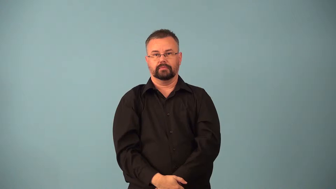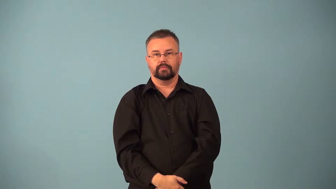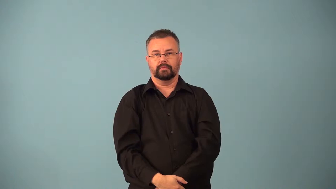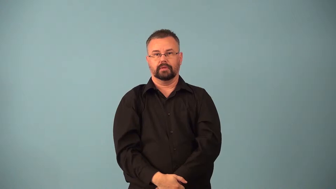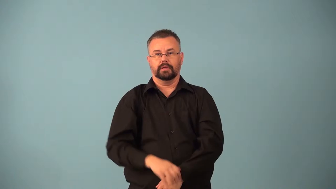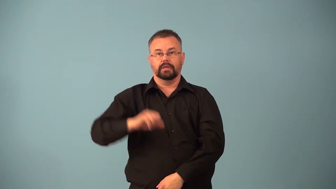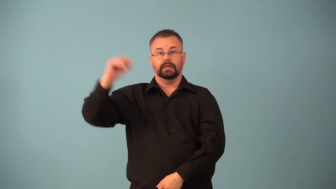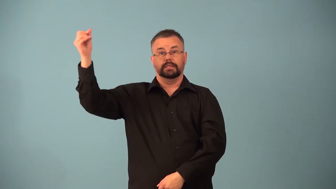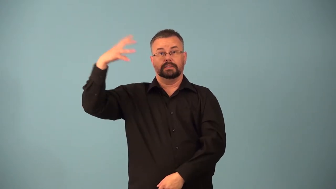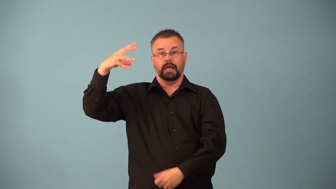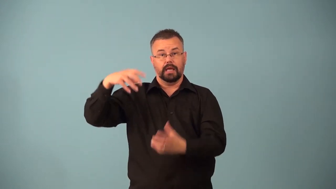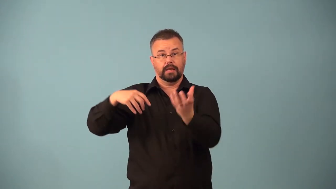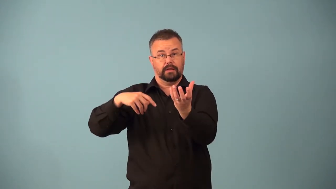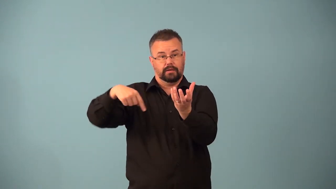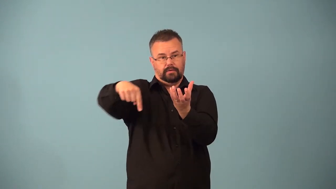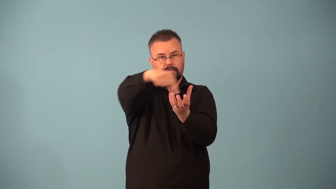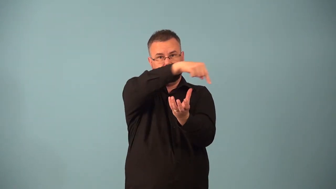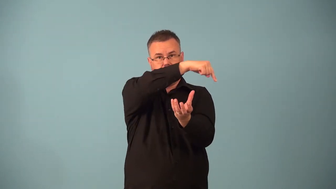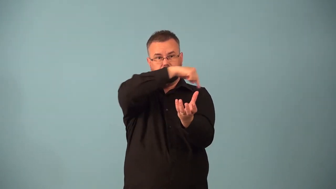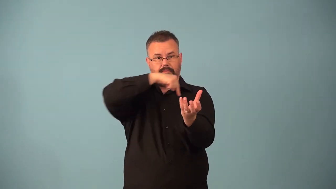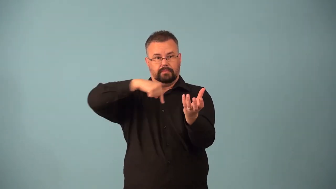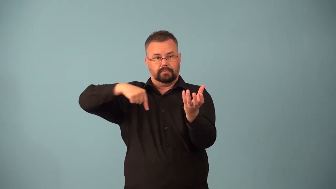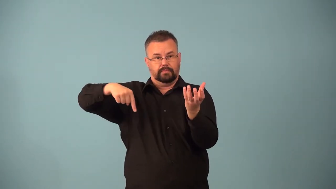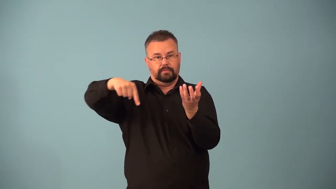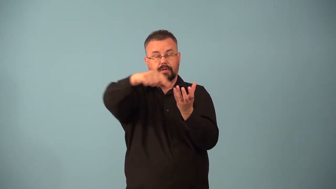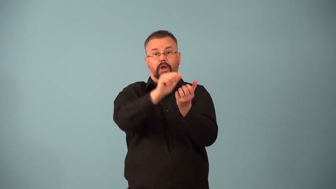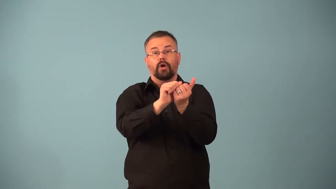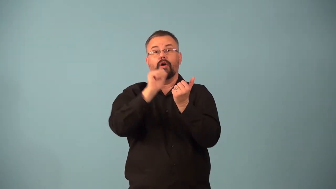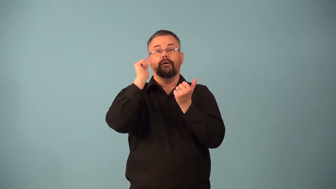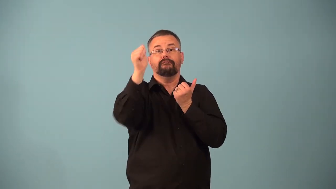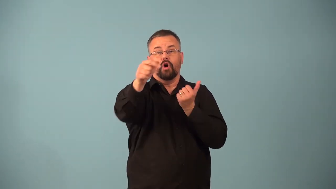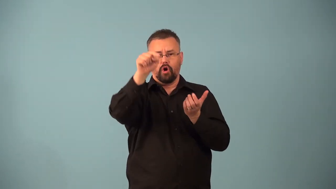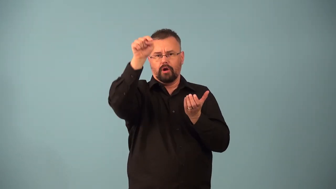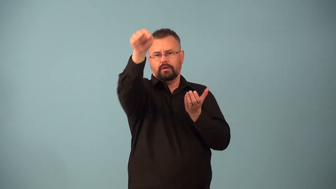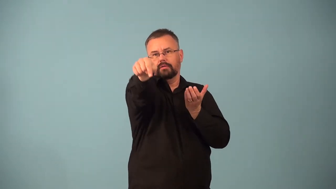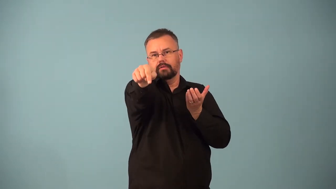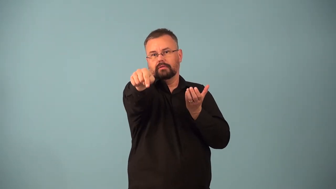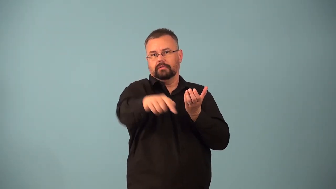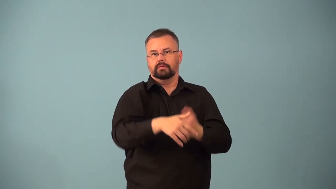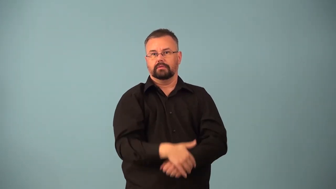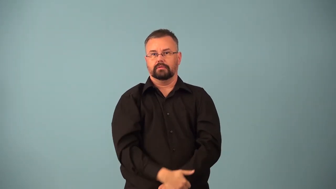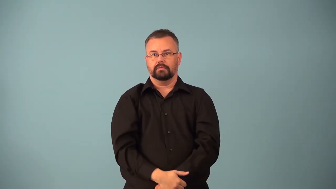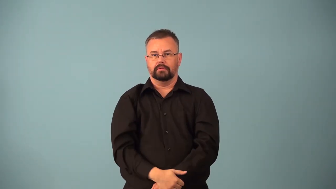aphelion